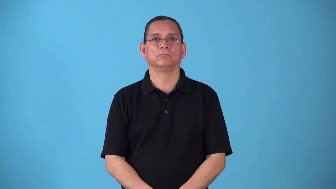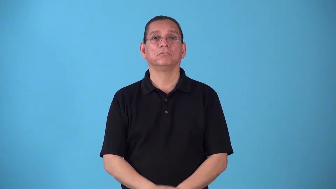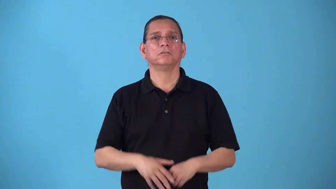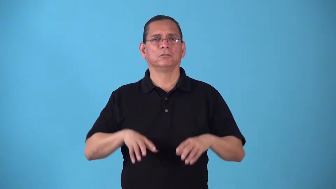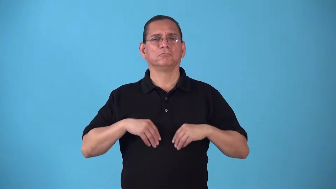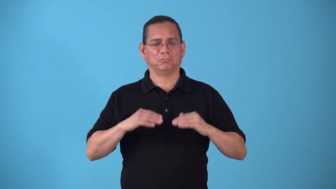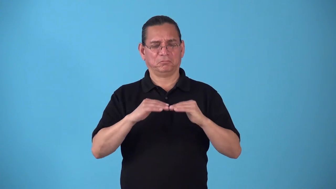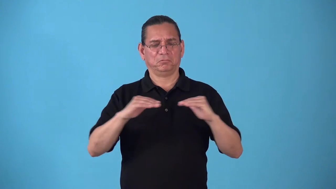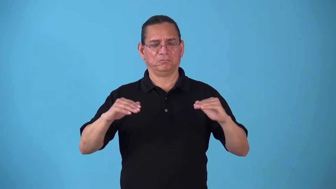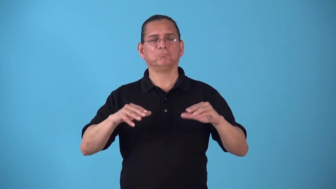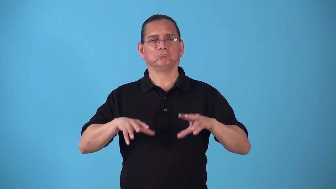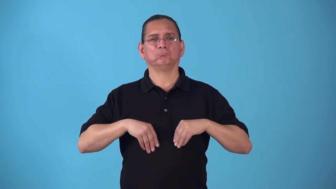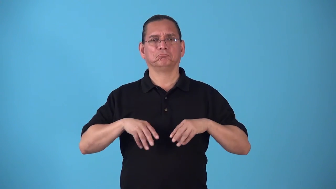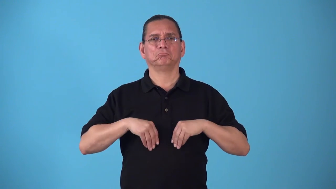standard-acceptable level